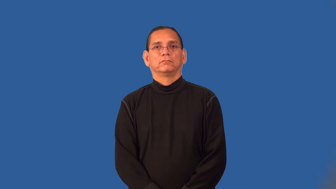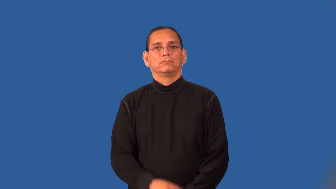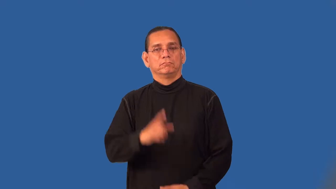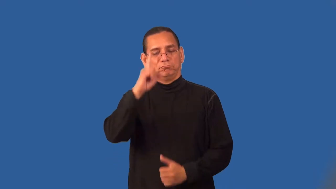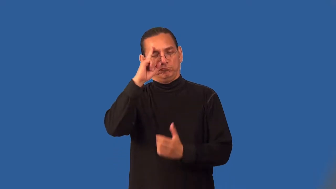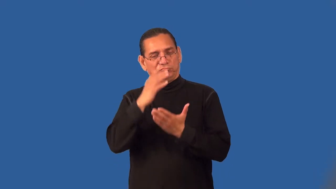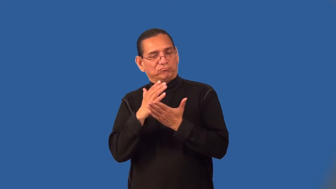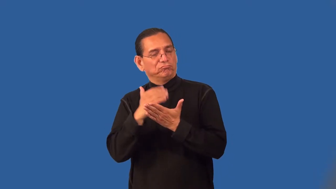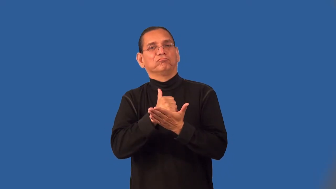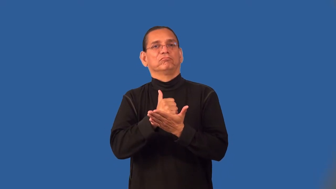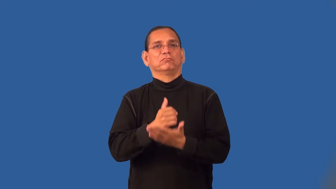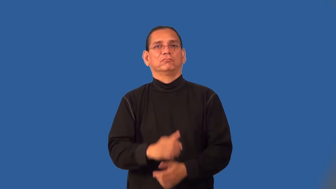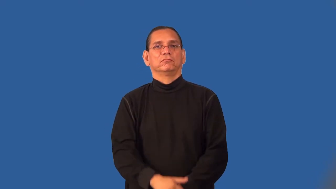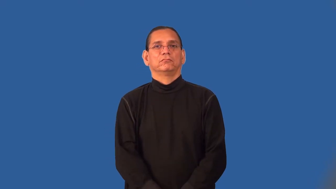pathological-mentally disturbed